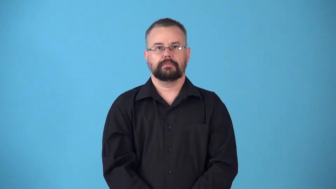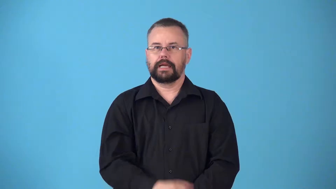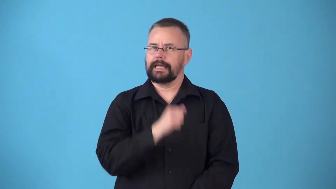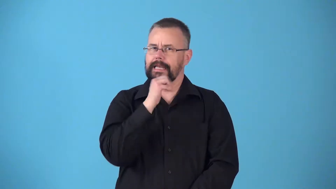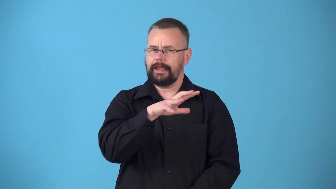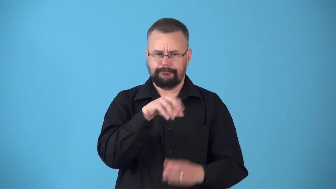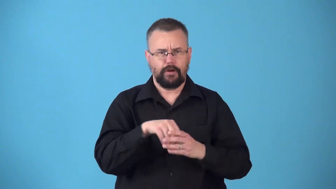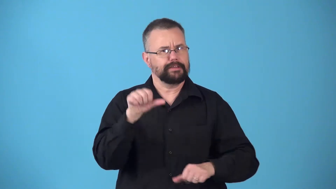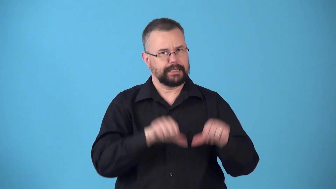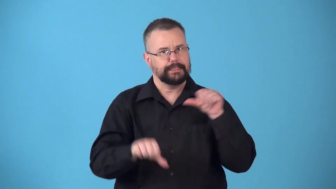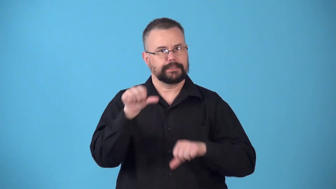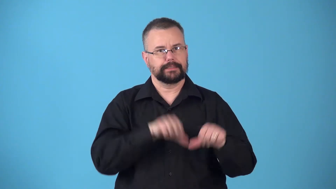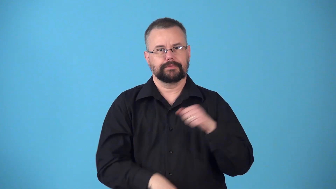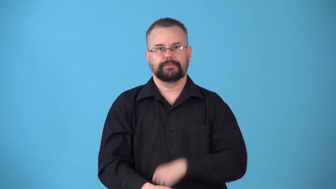nonscientific